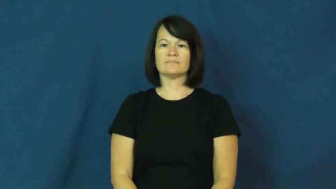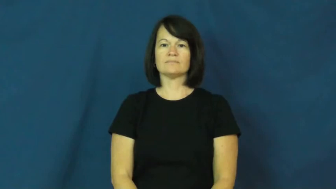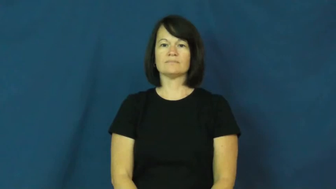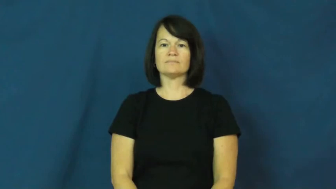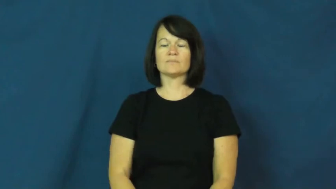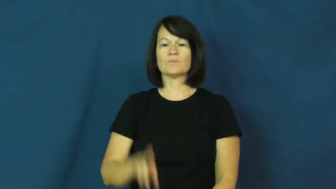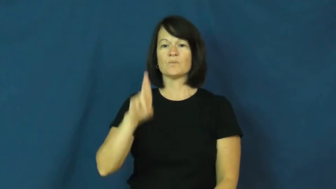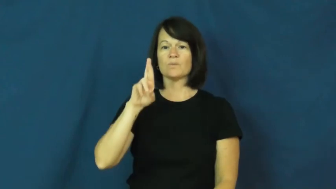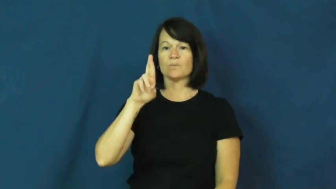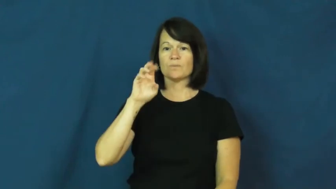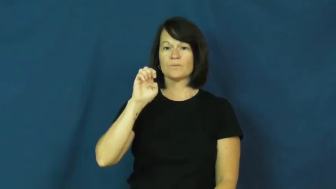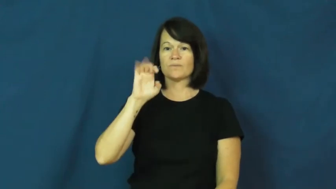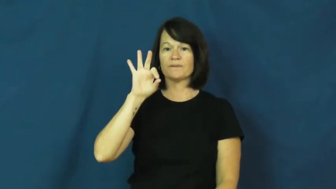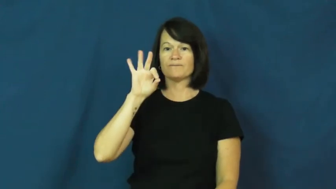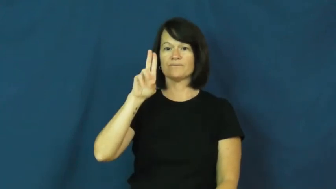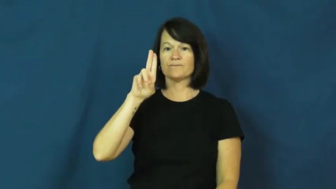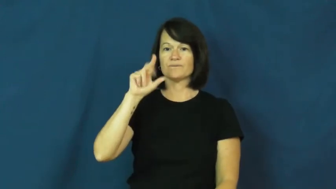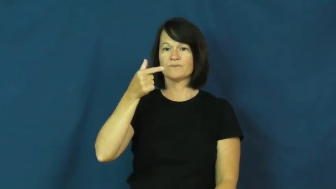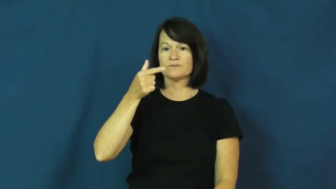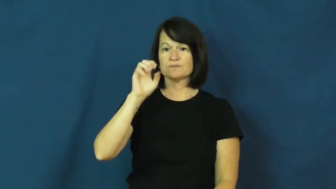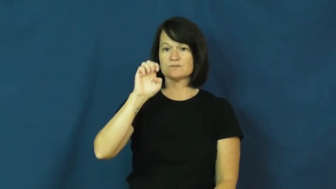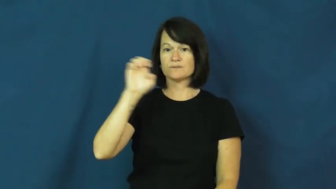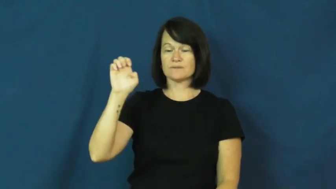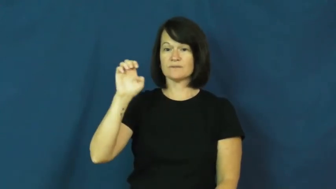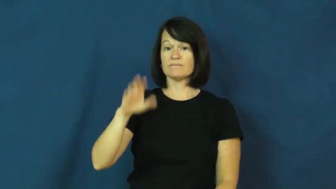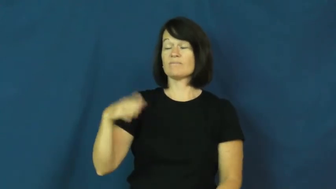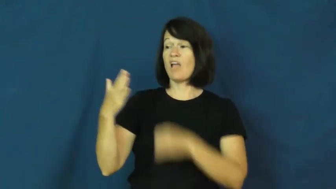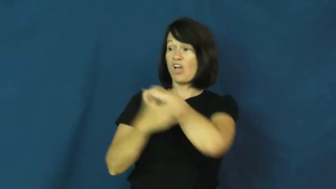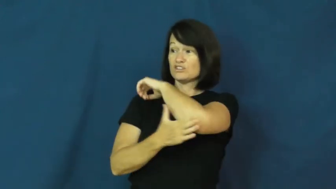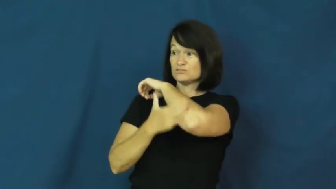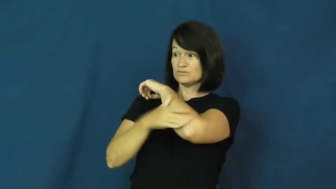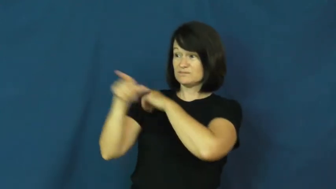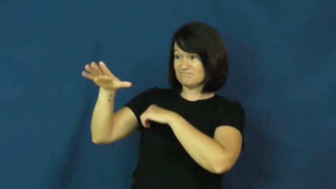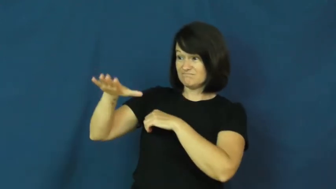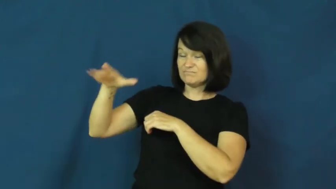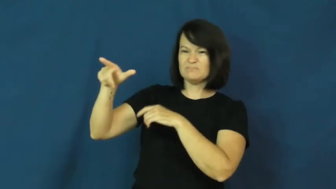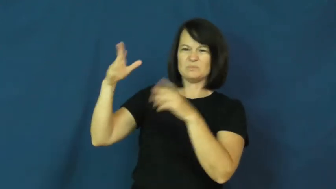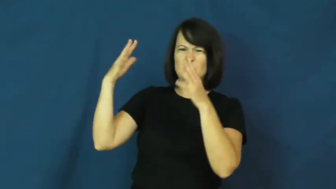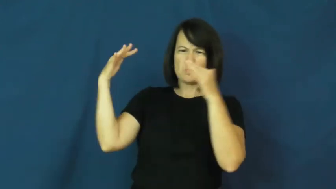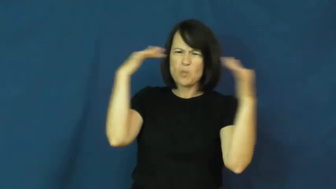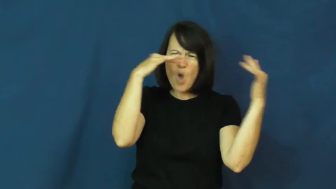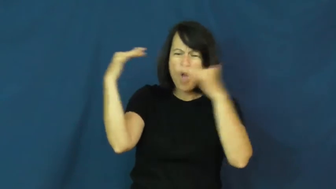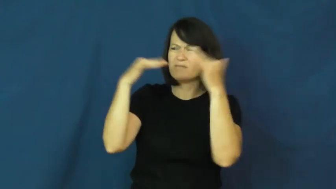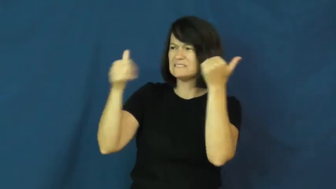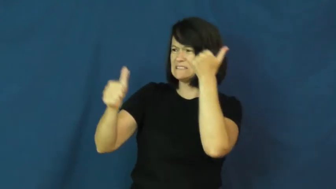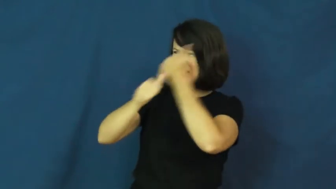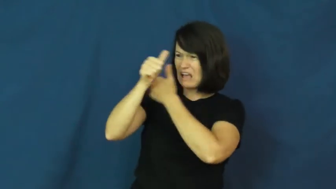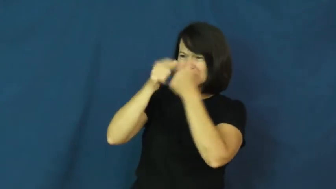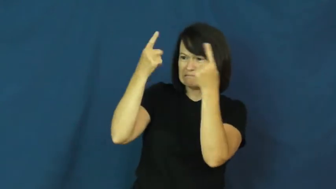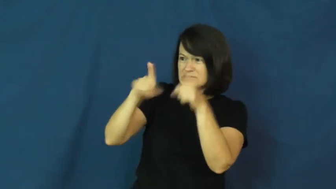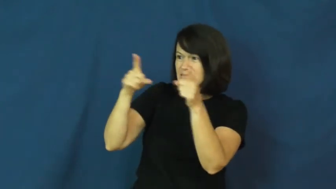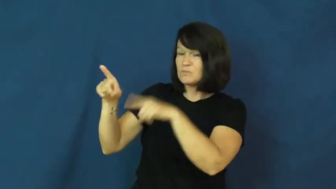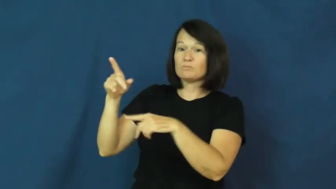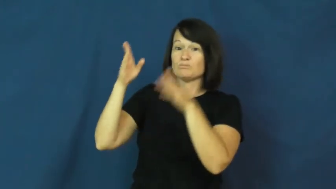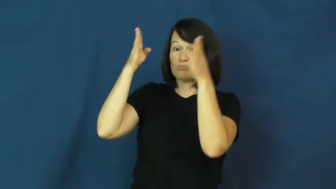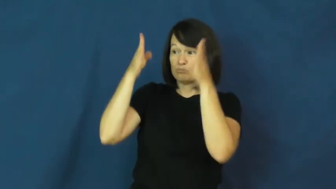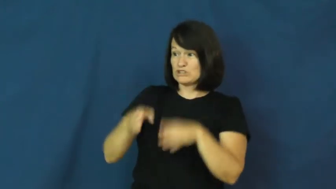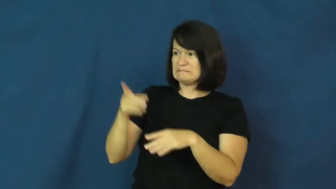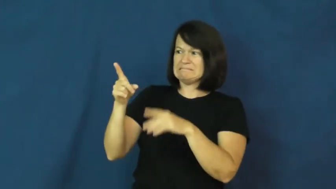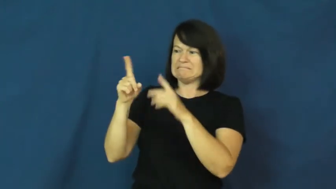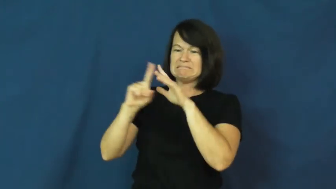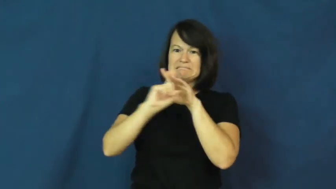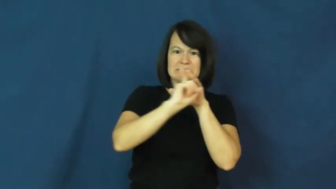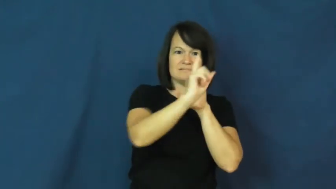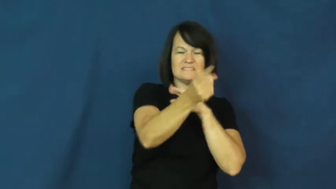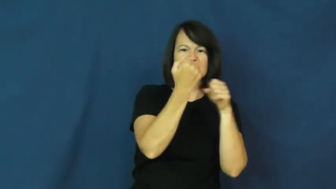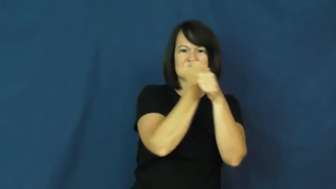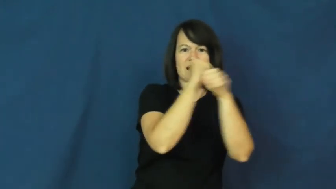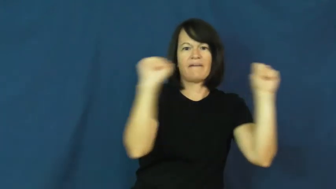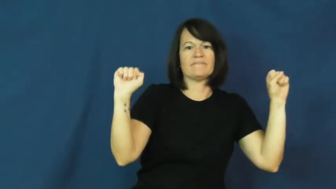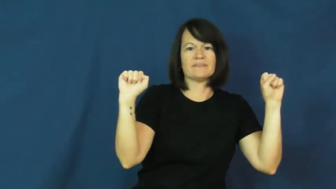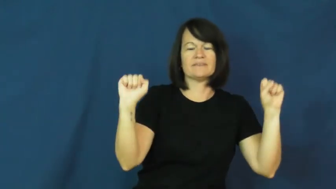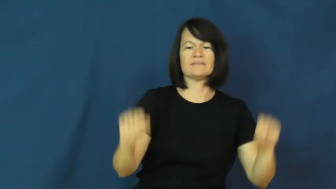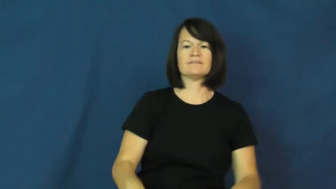refugee